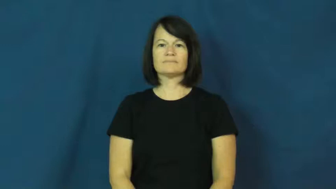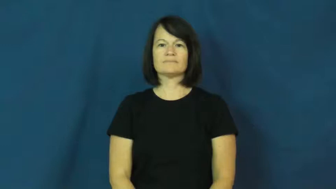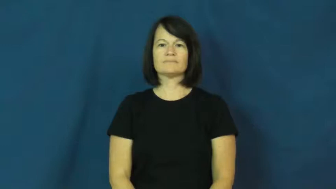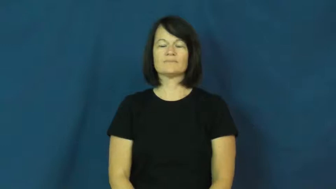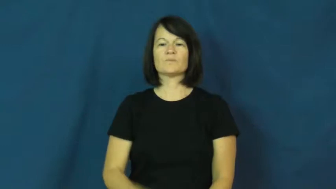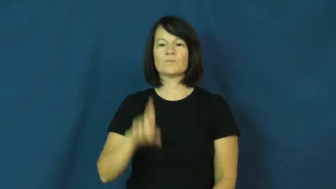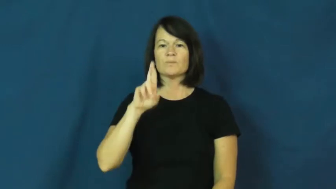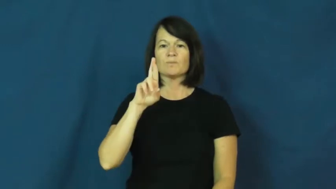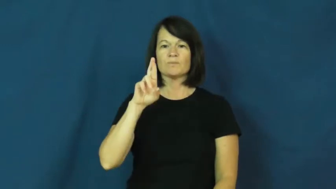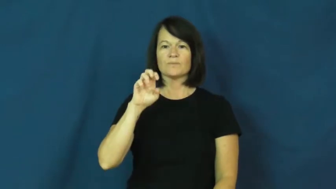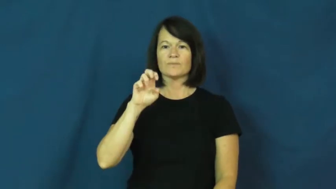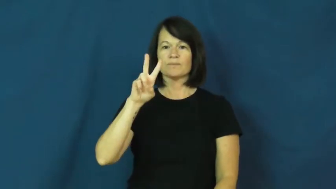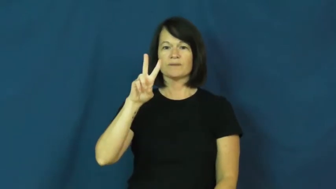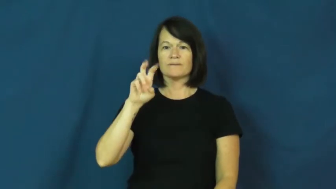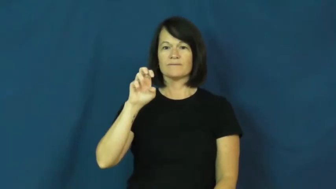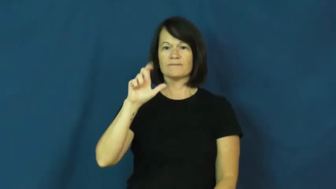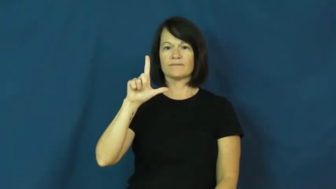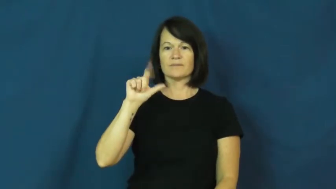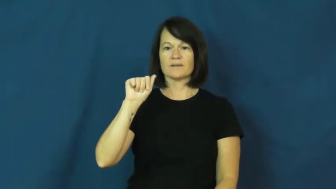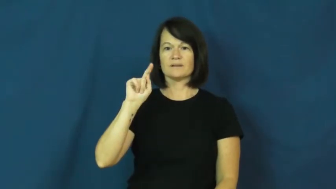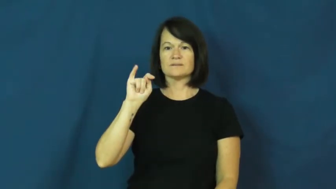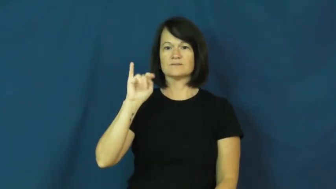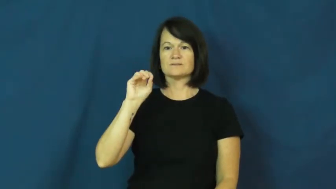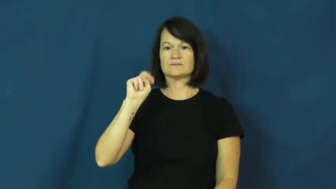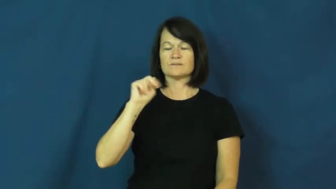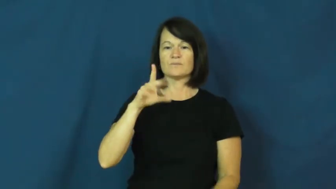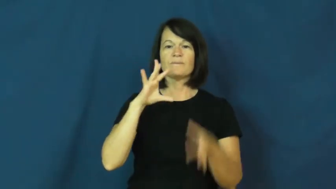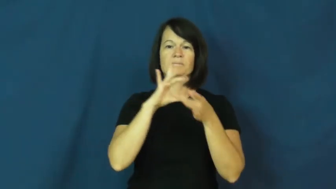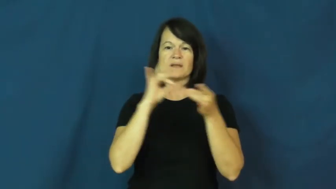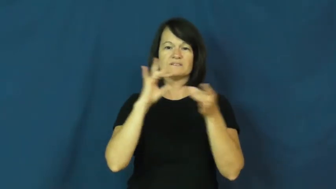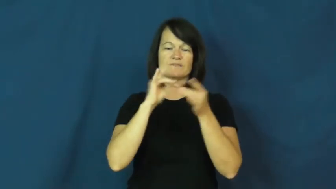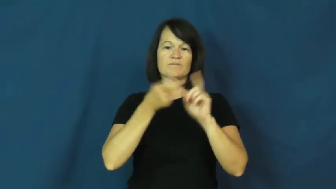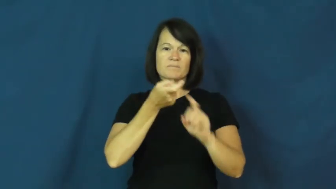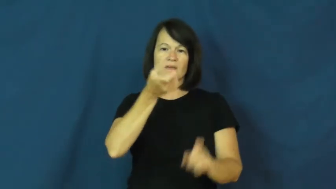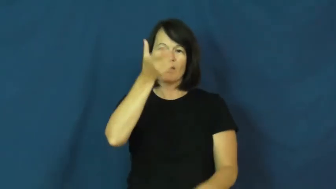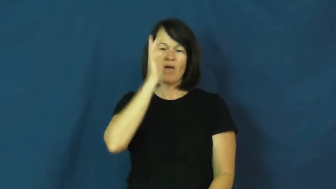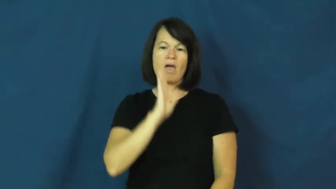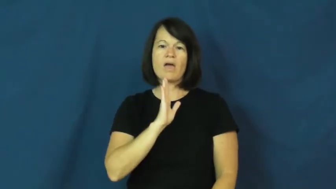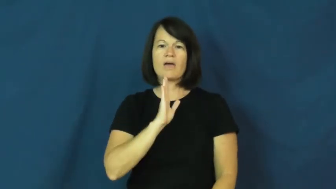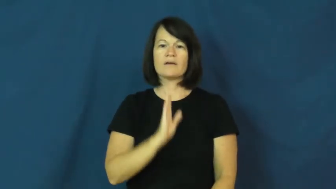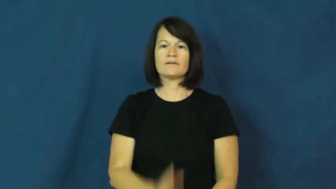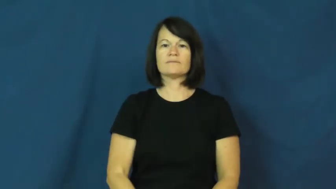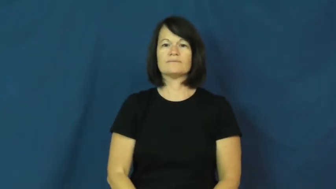revelation-from god